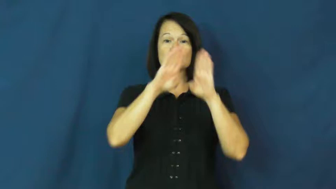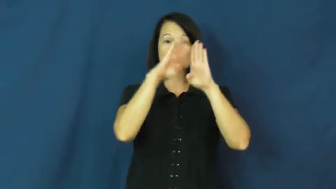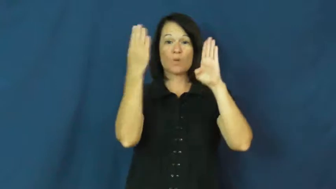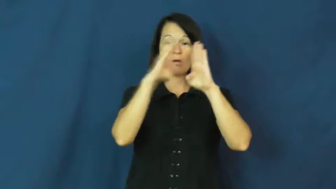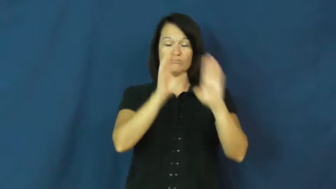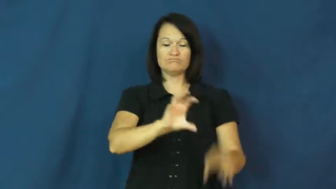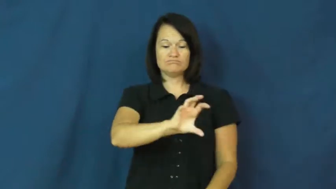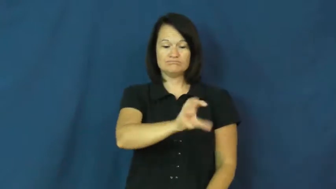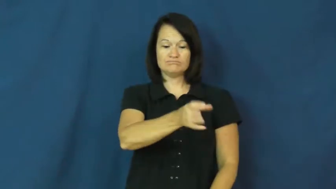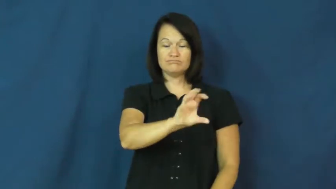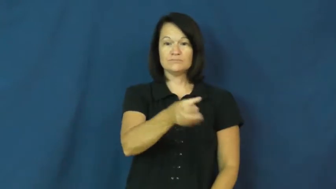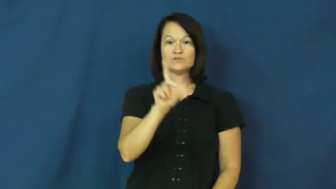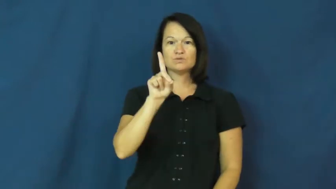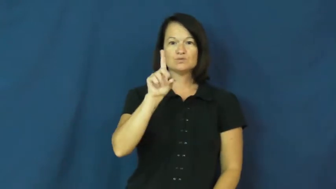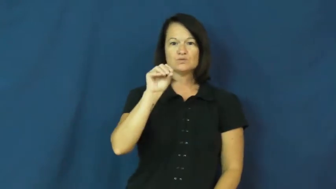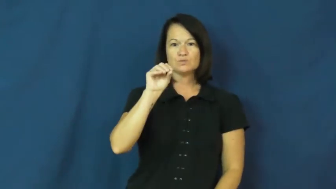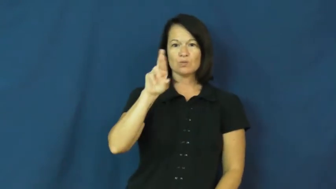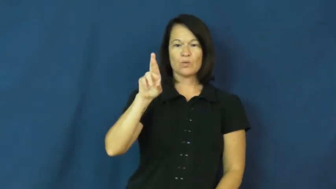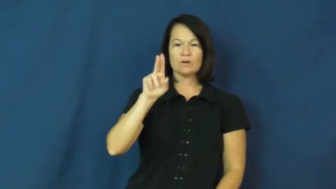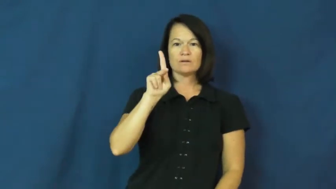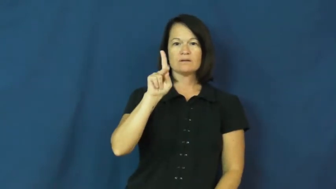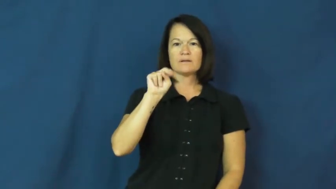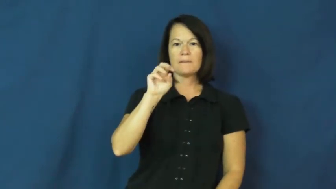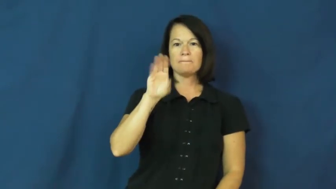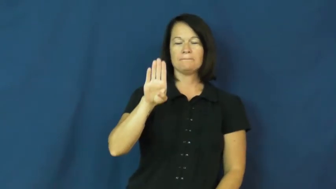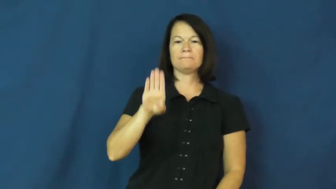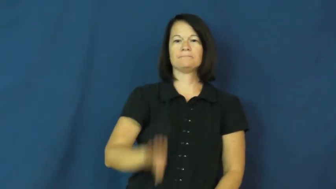doorknob